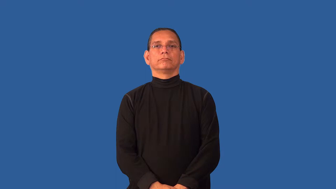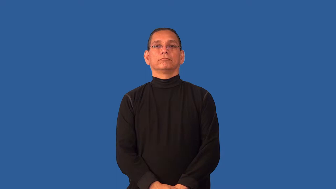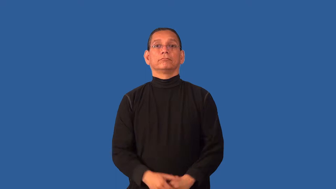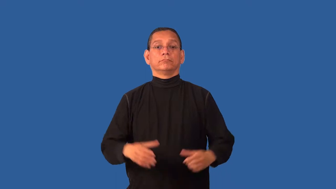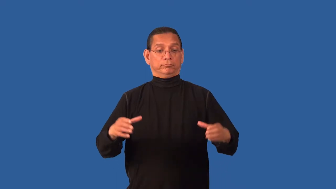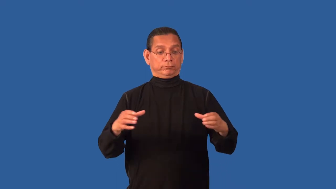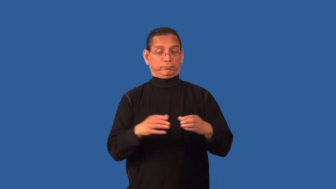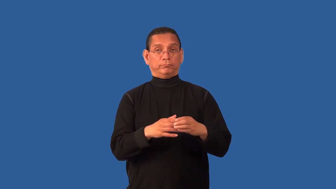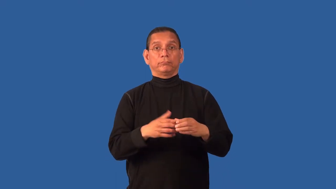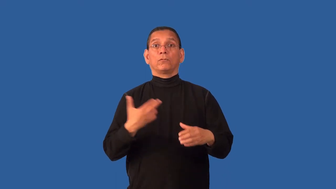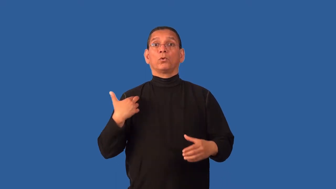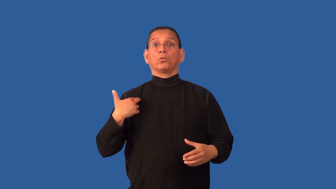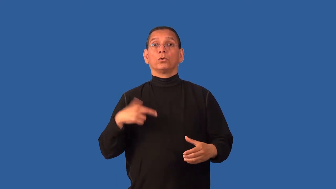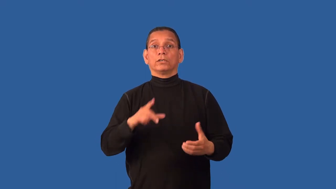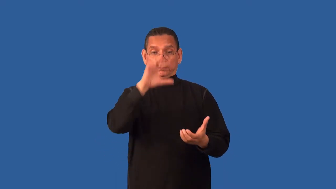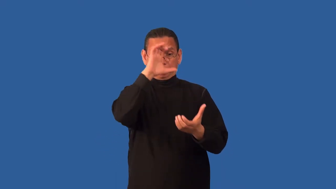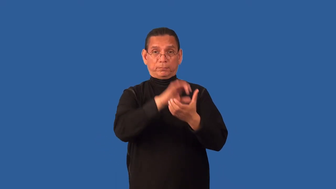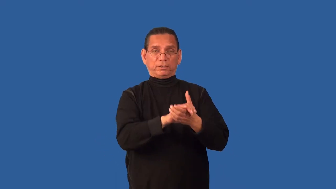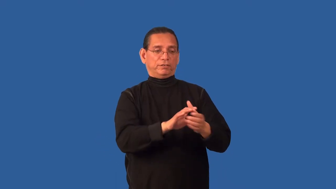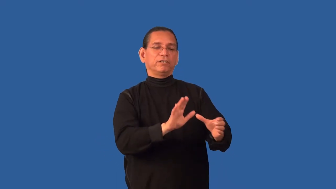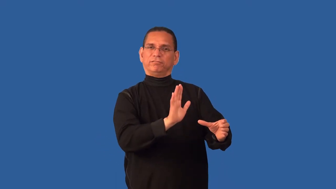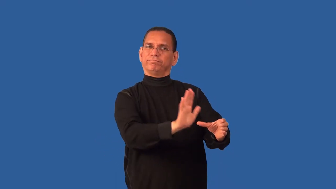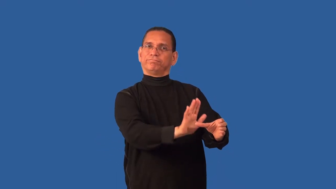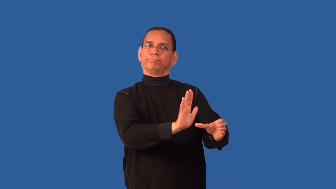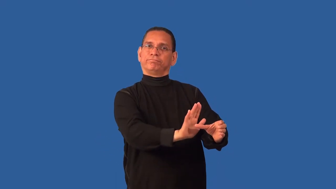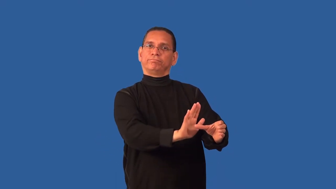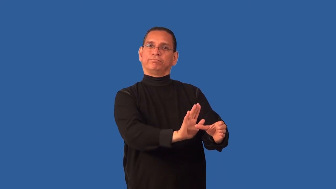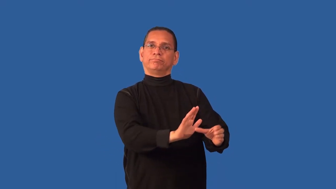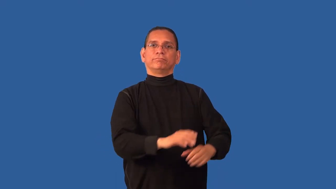creed